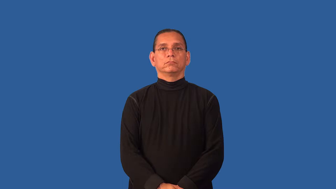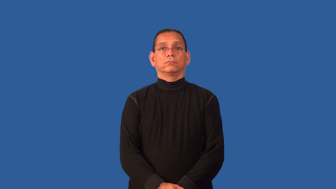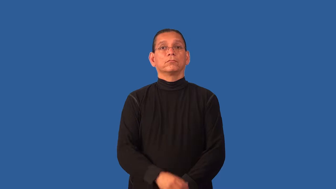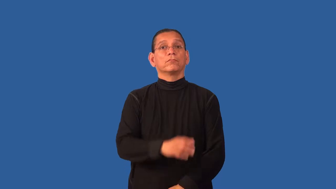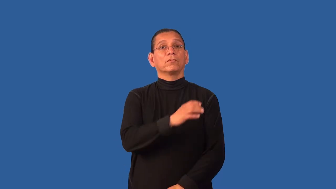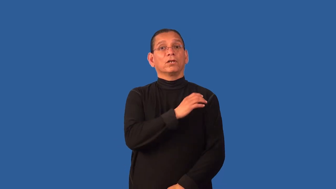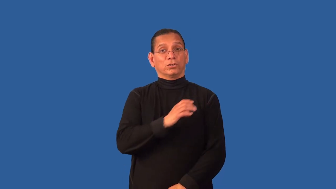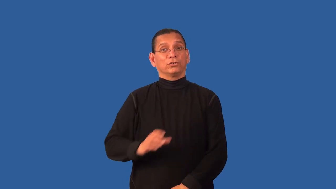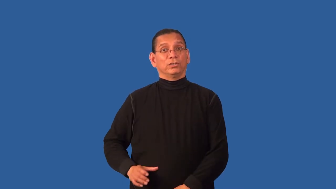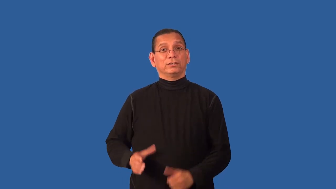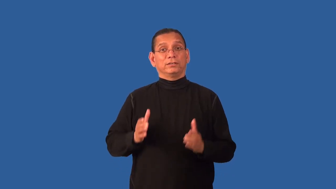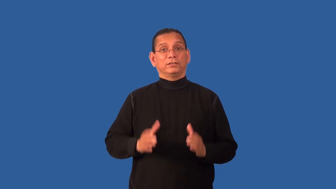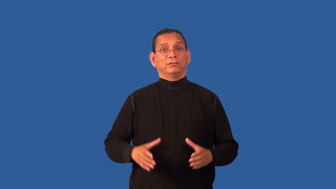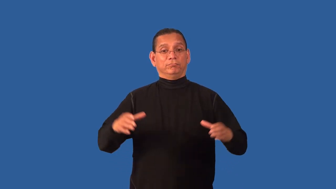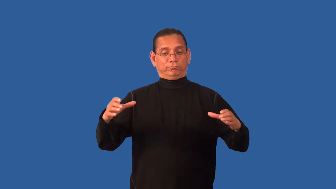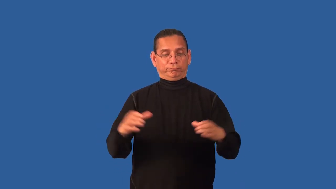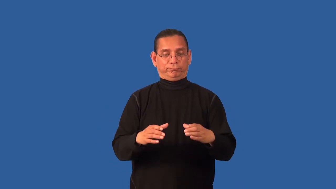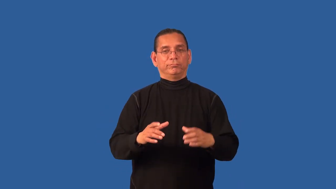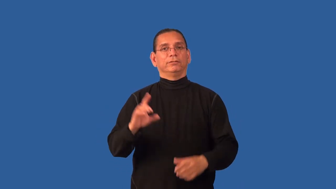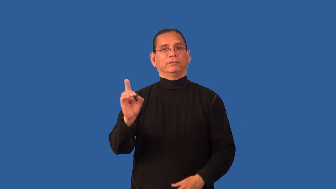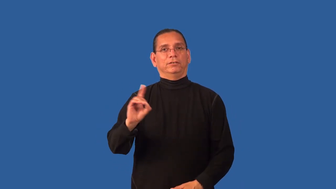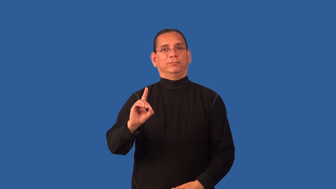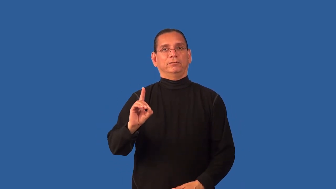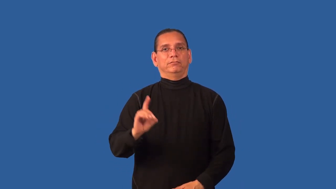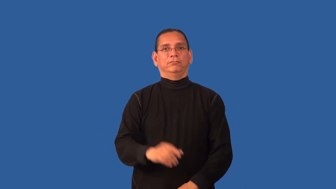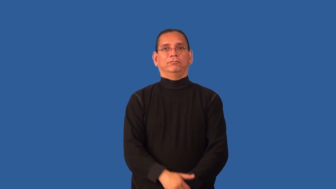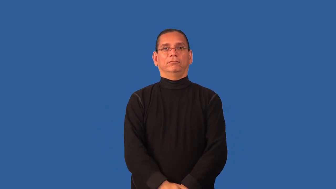denomination-church